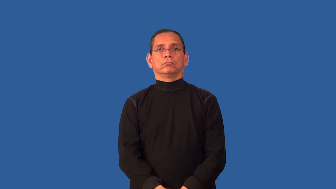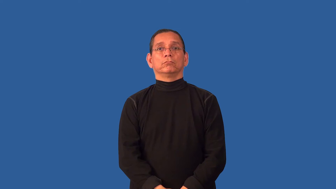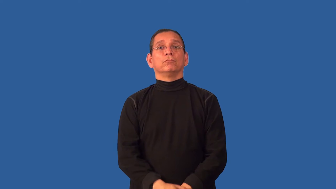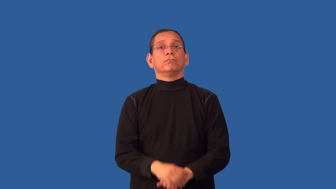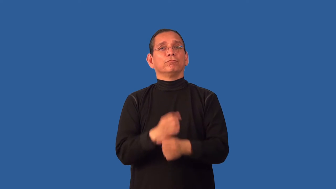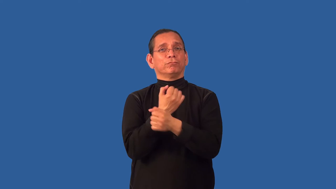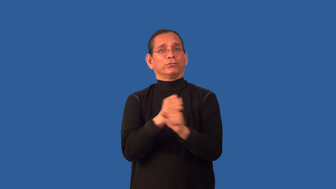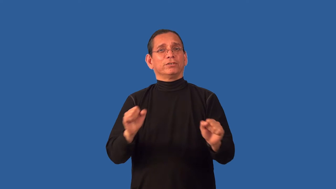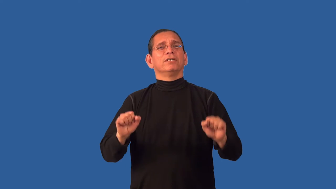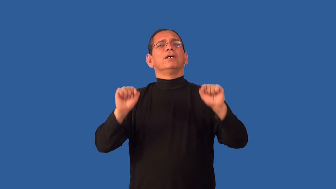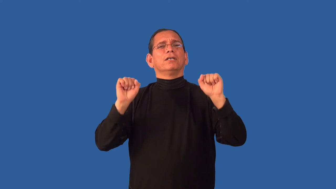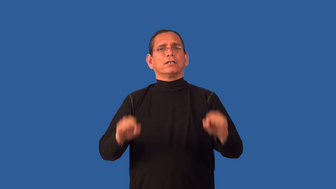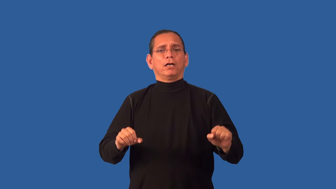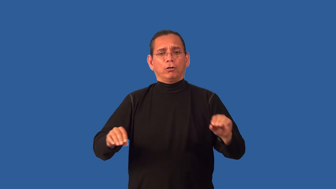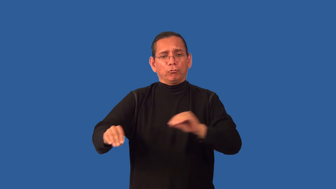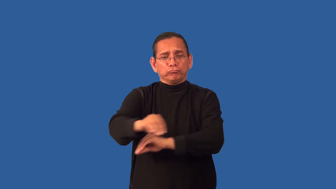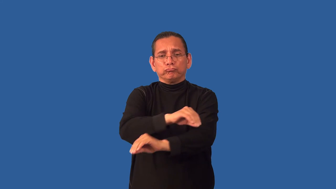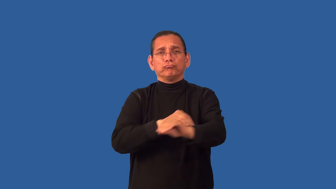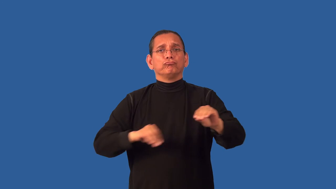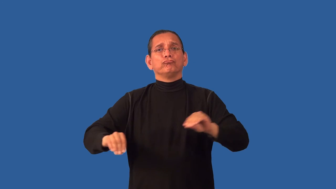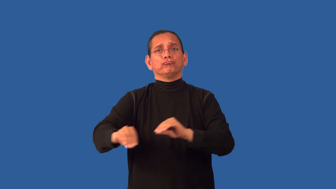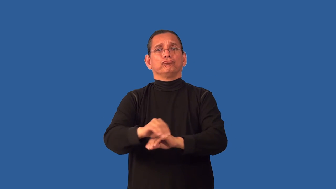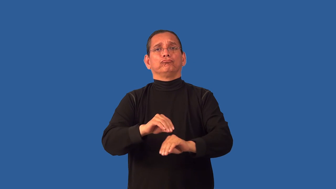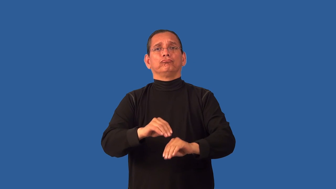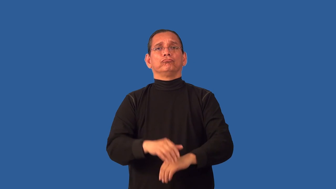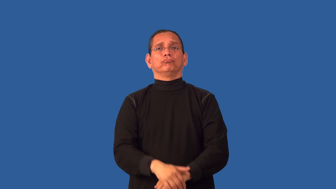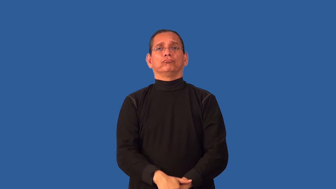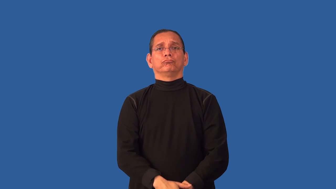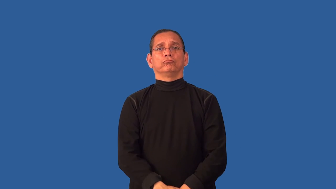unstuck